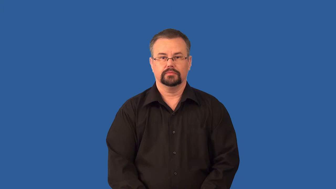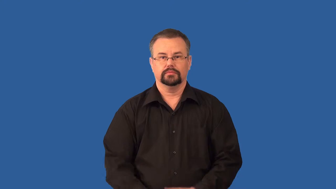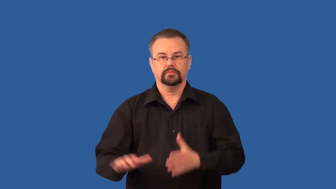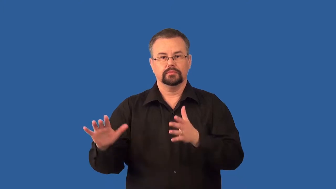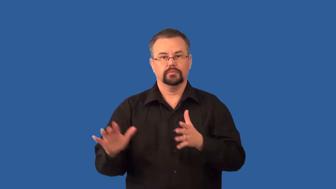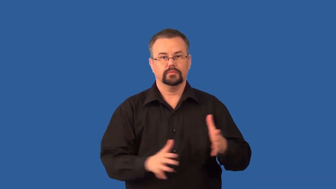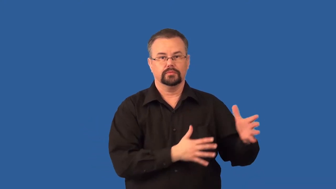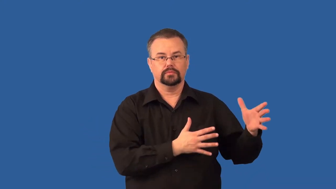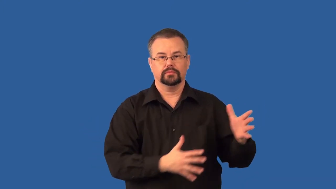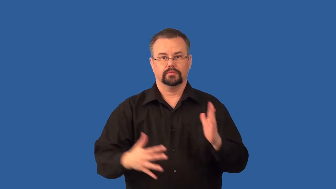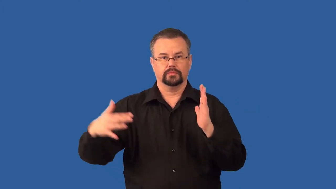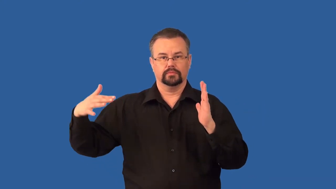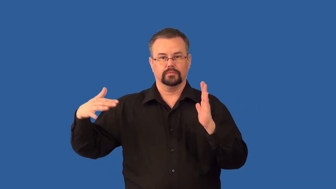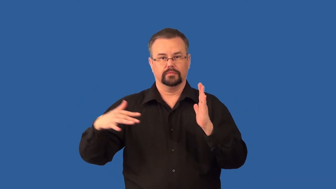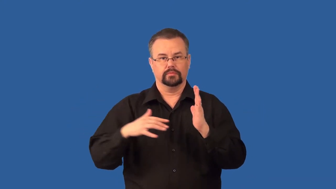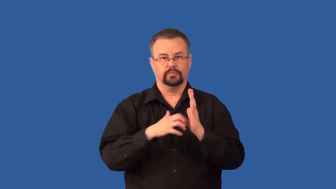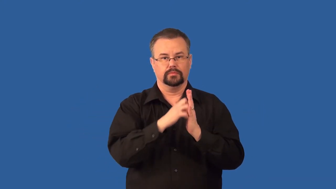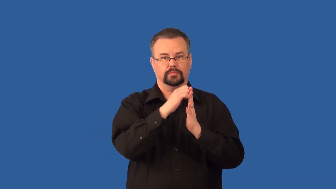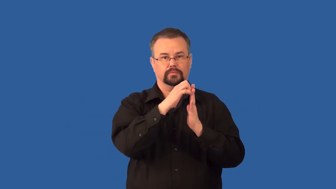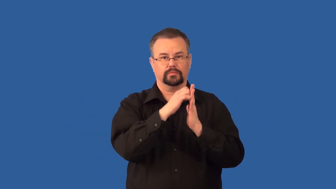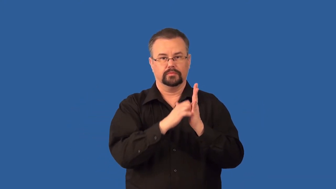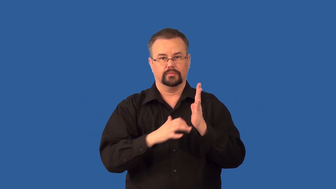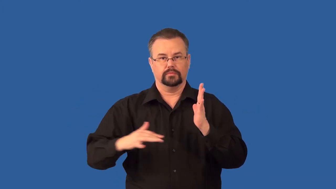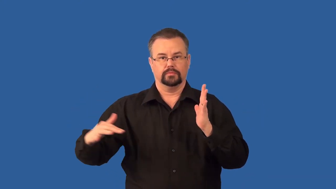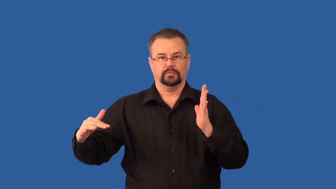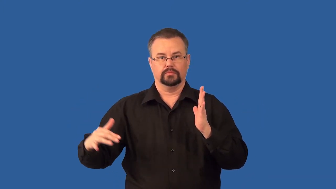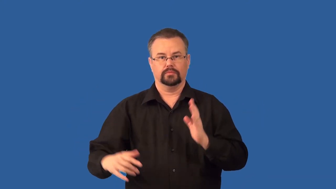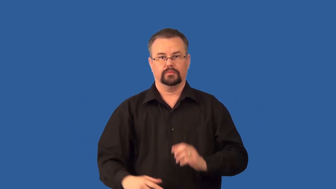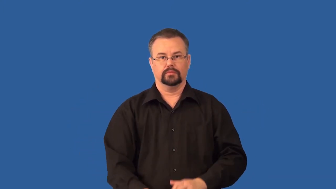deflation-erosion type